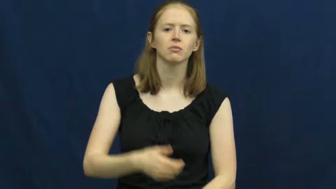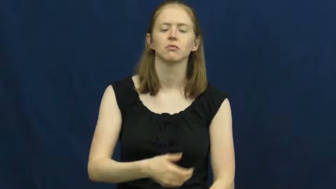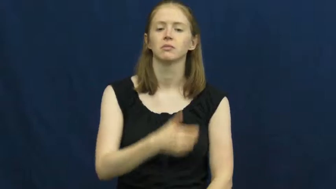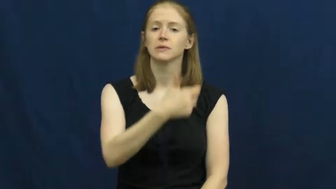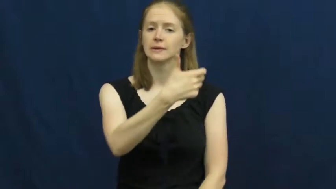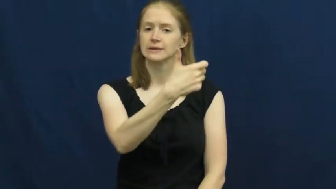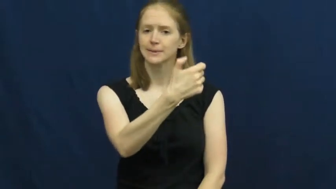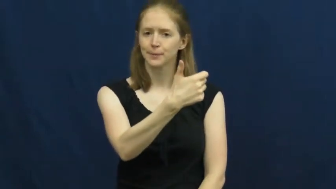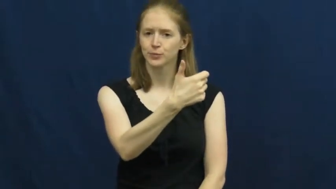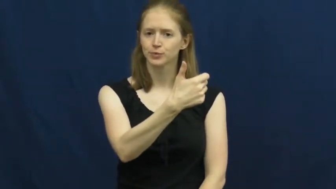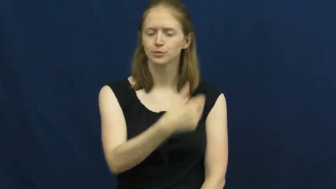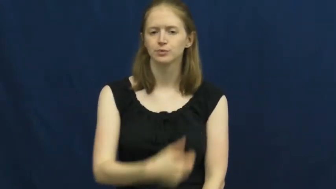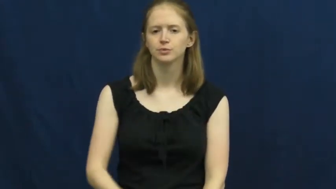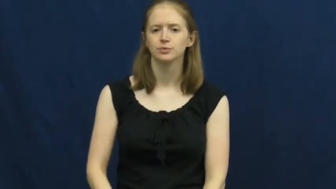time,clock-verb